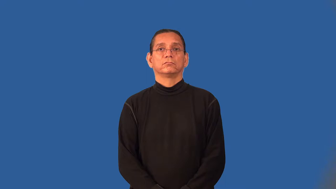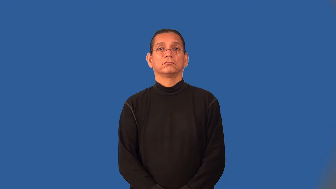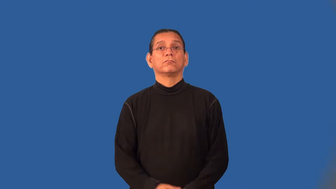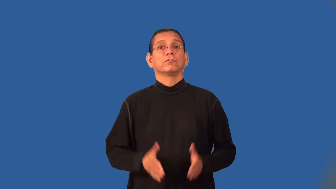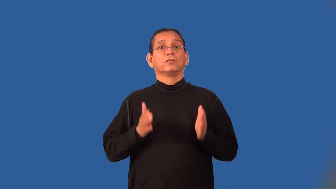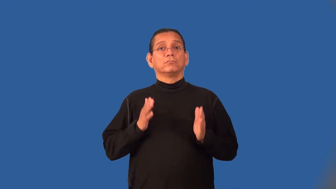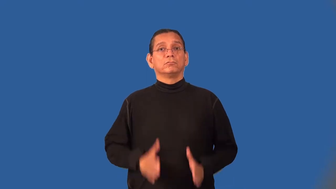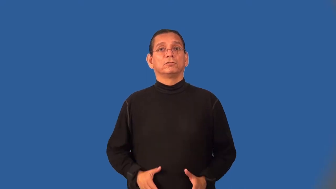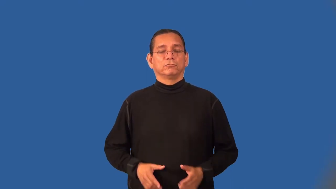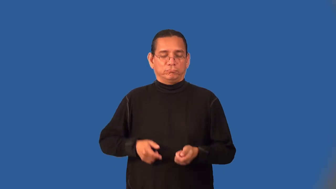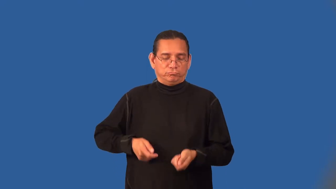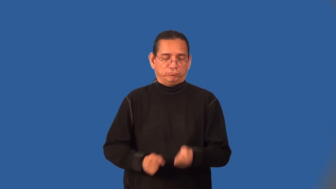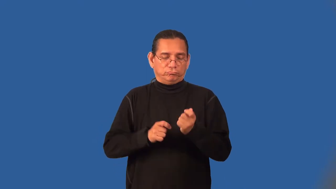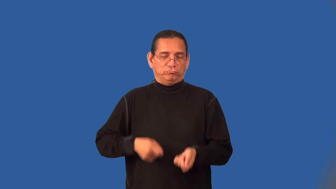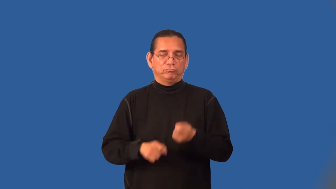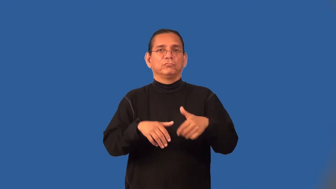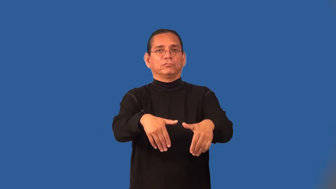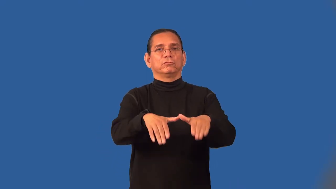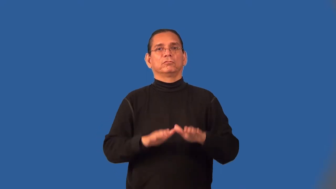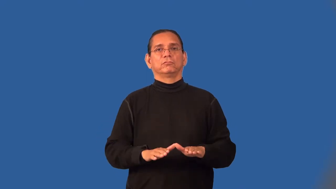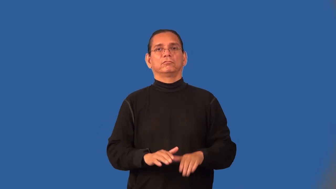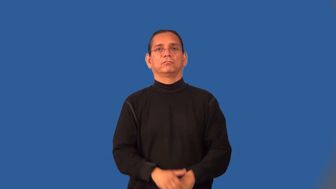gravedigger